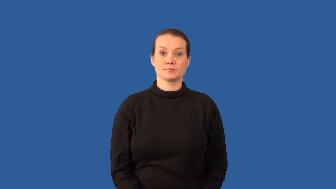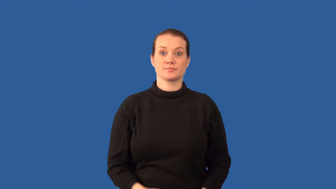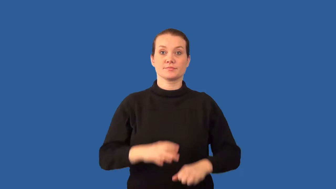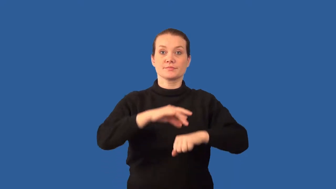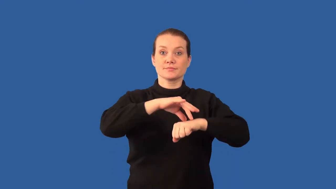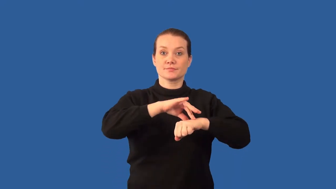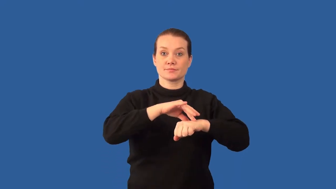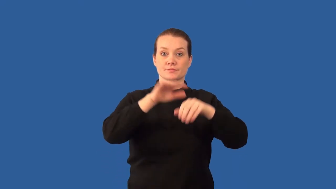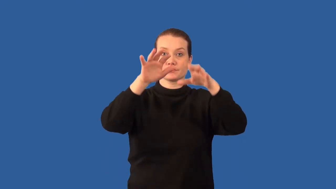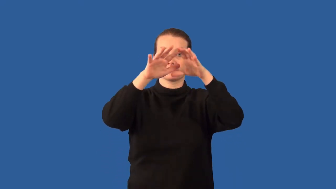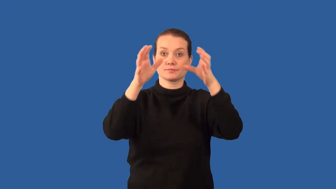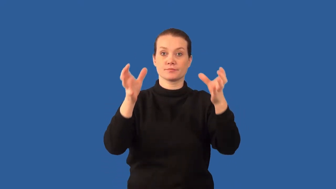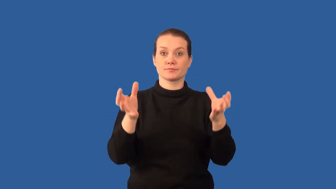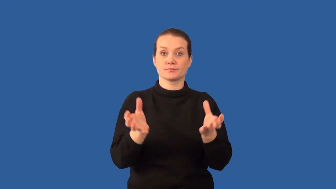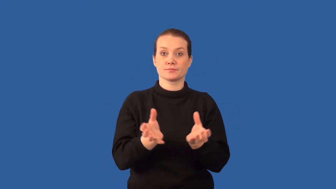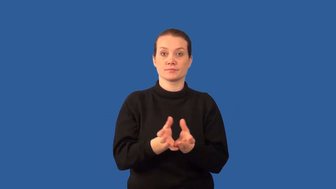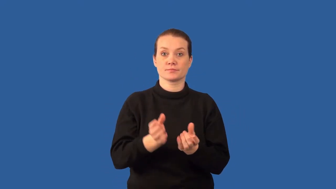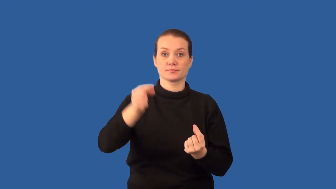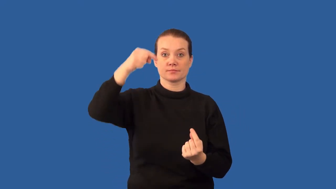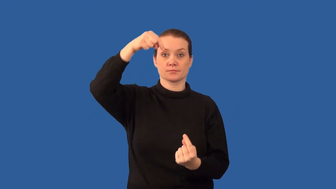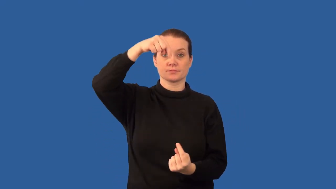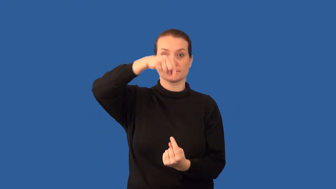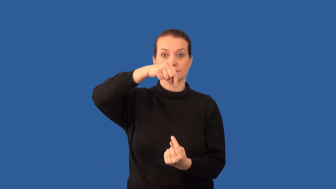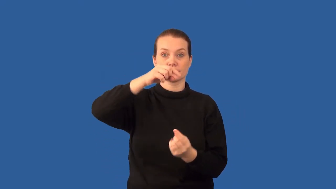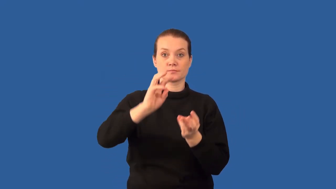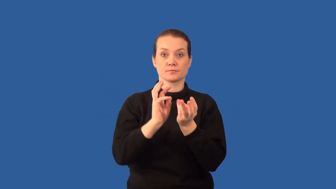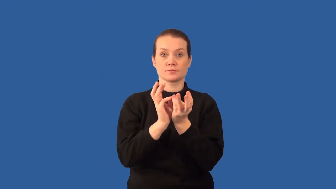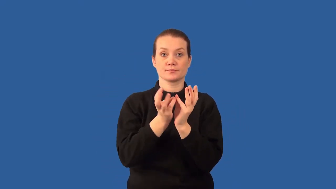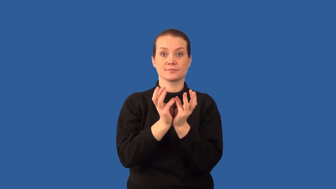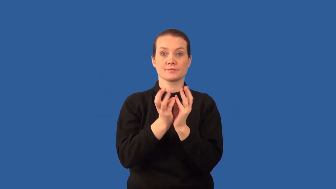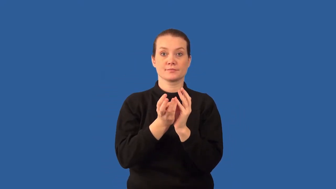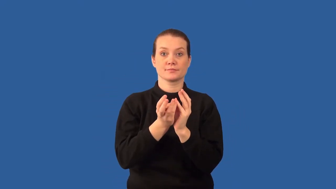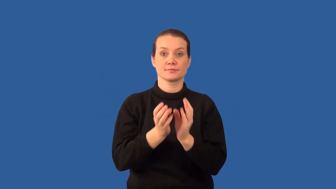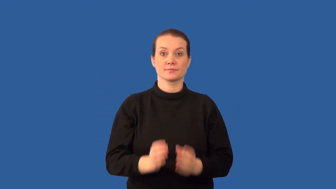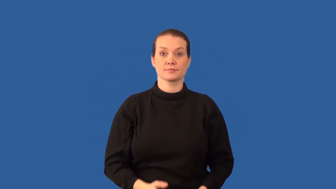polar-zones